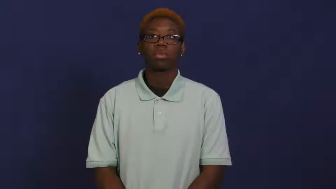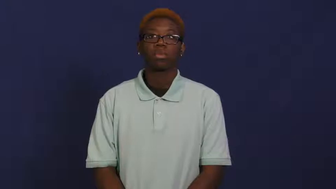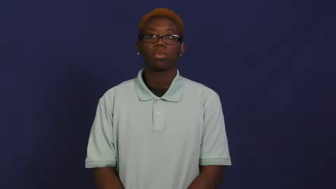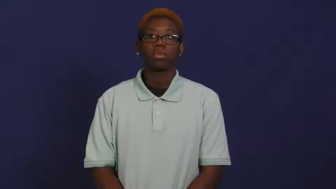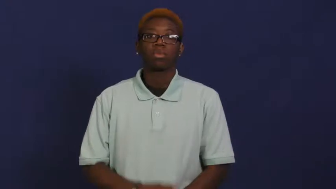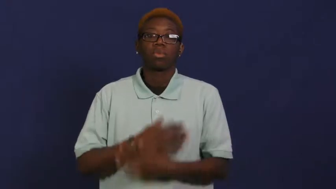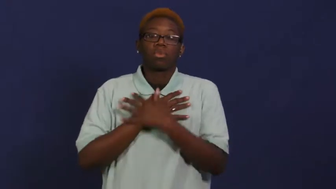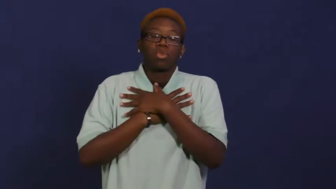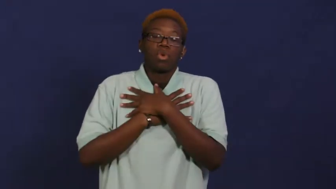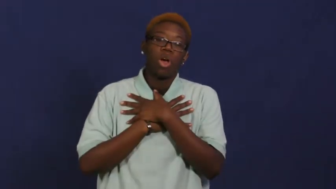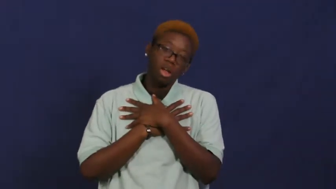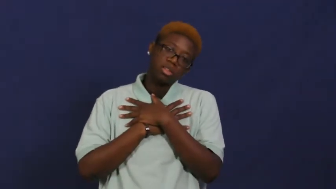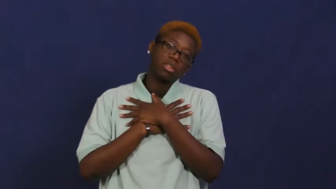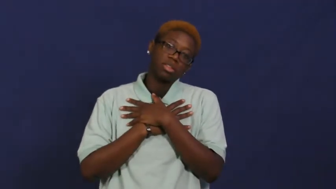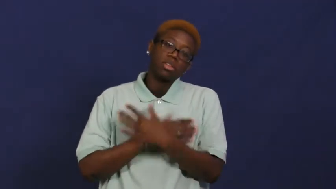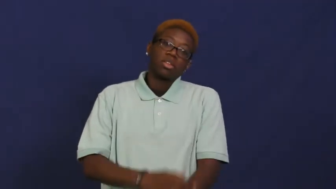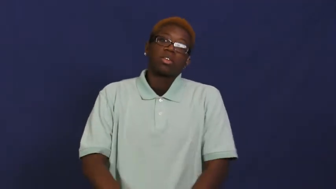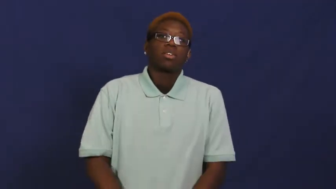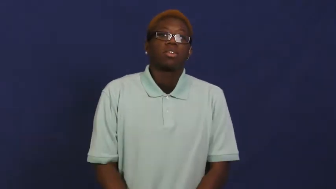rest,relax,wind down,rest up,mellow out,repose,at ease,degage